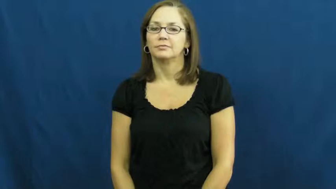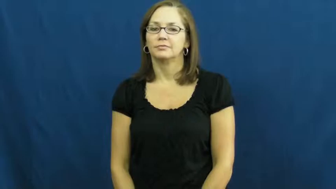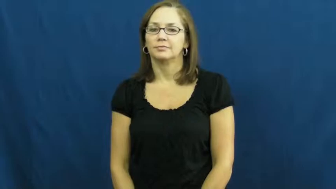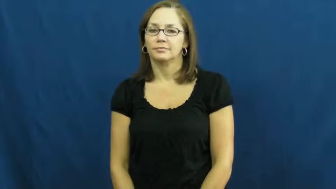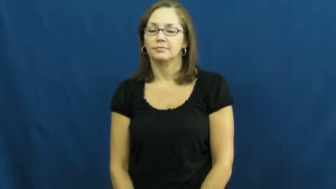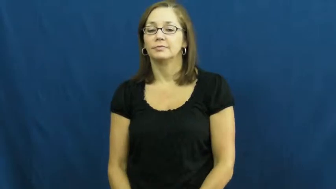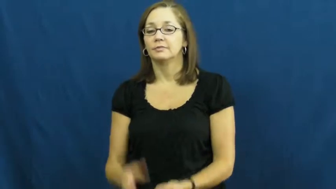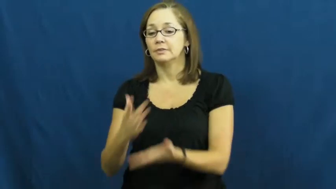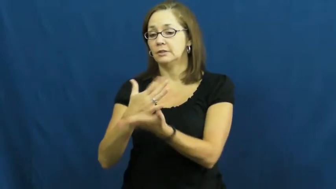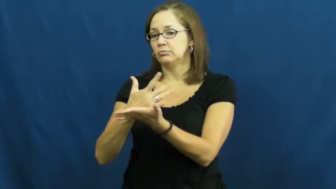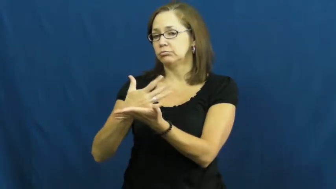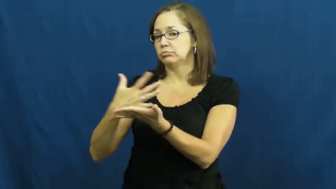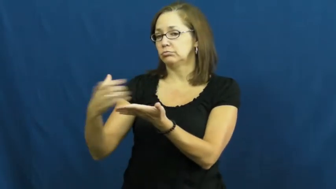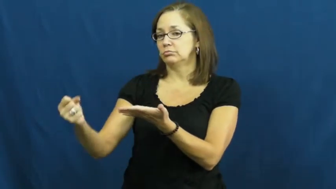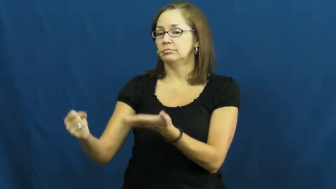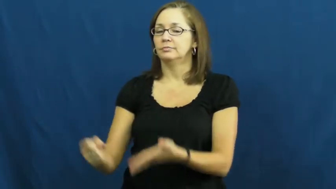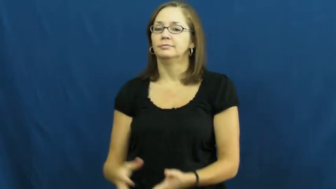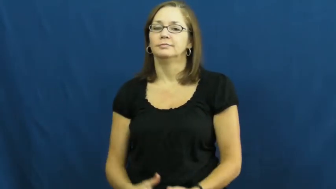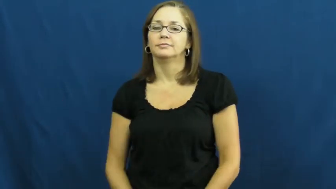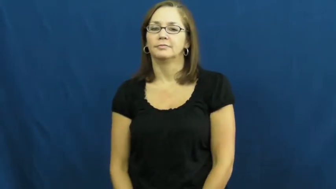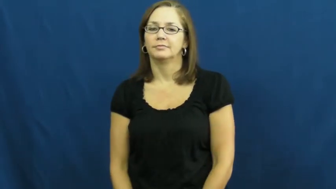eat into-use up